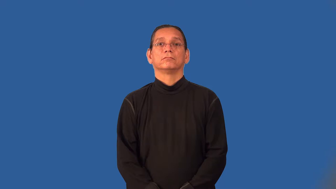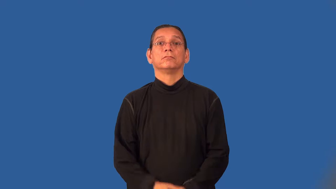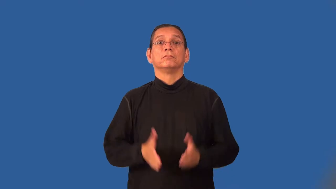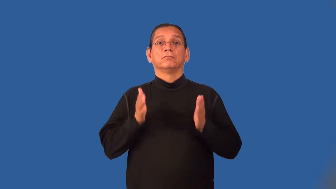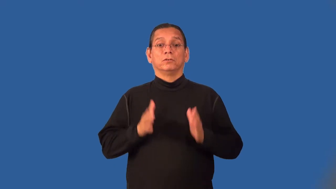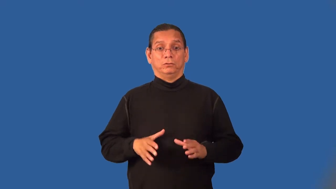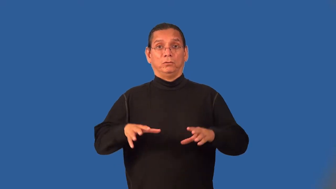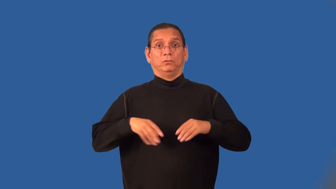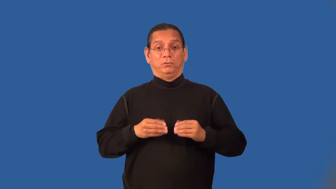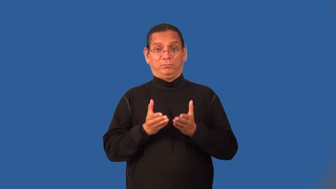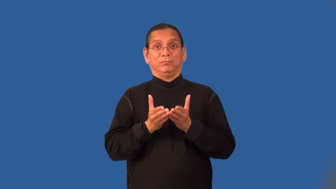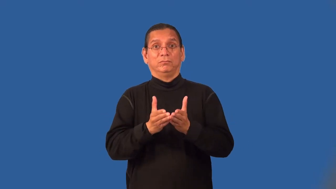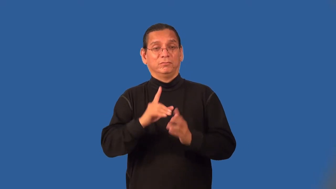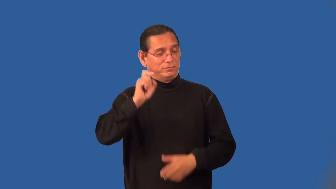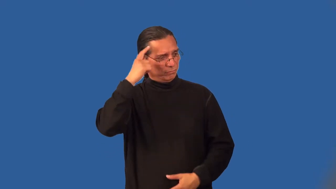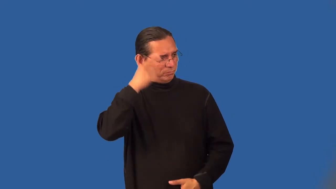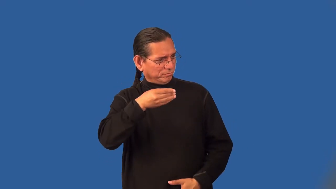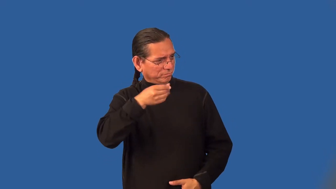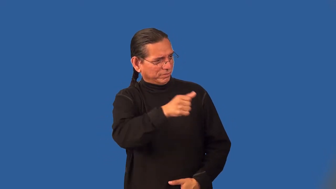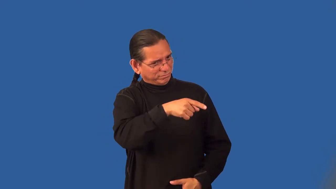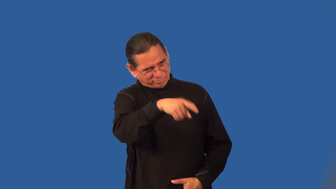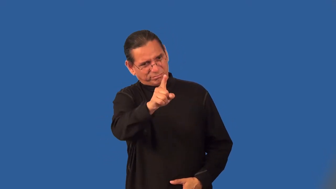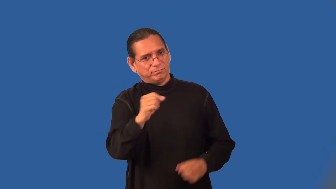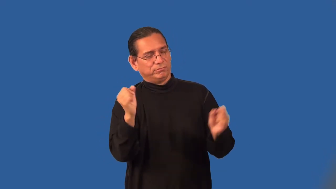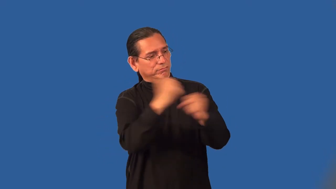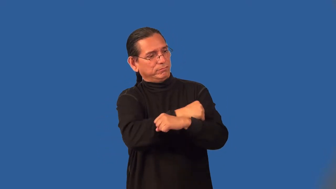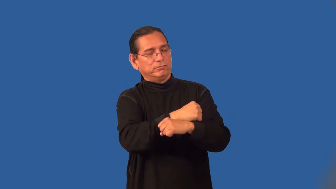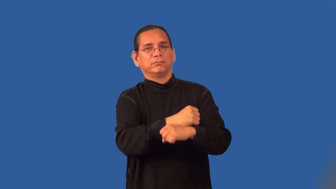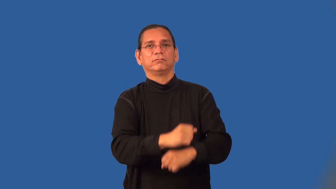privateer